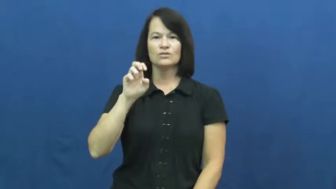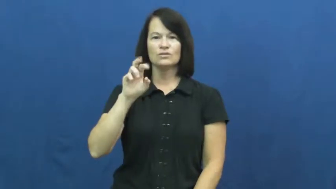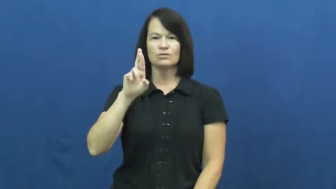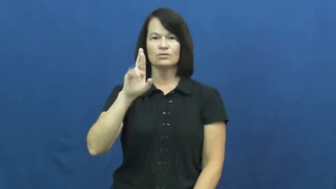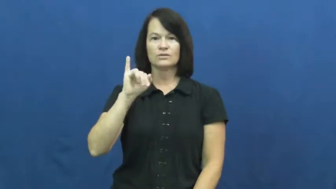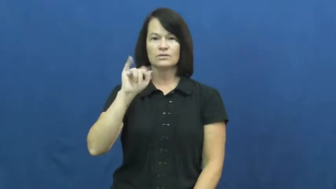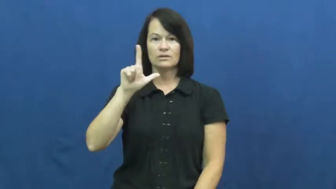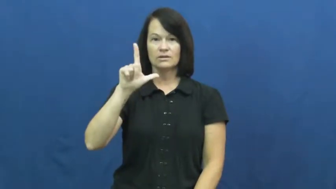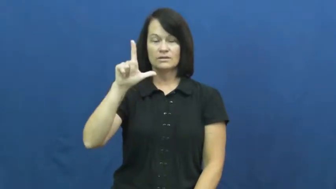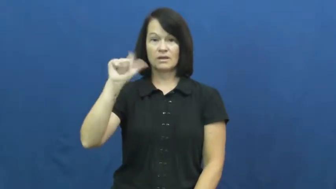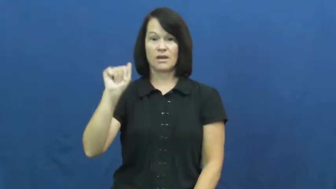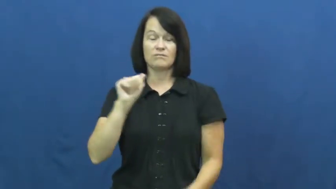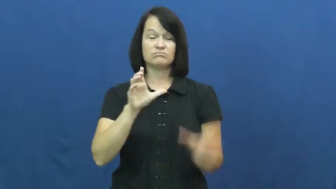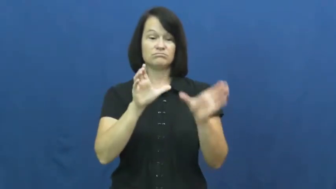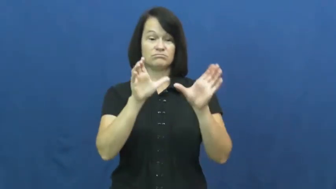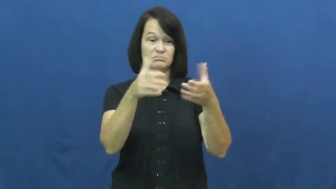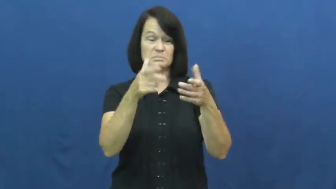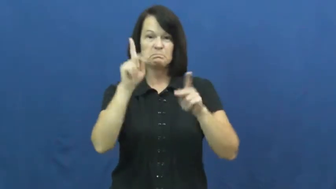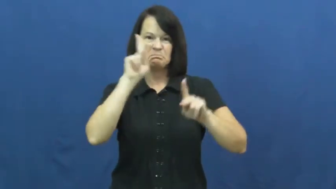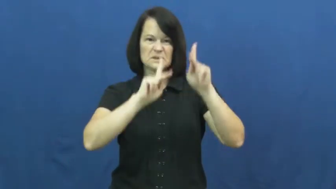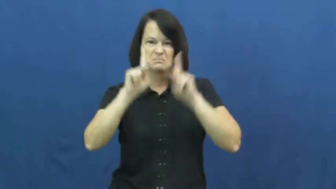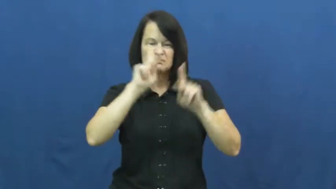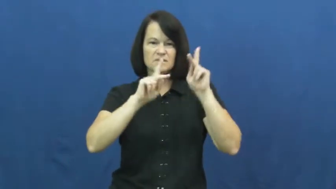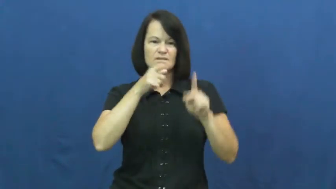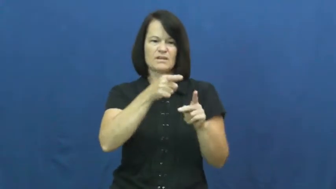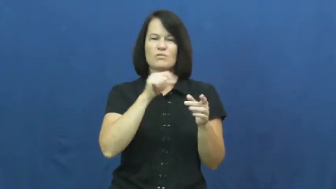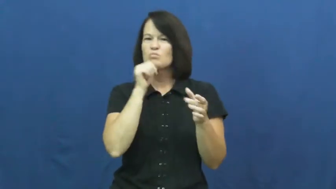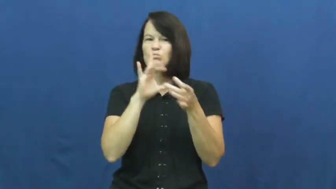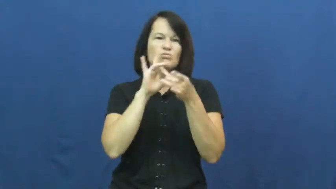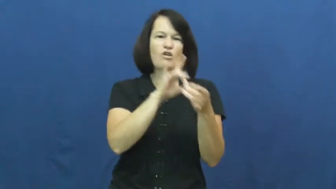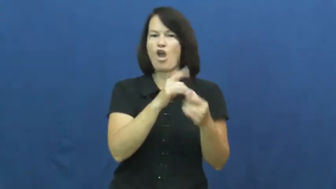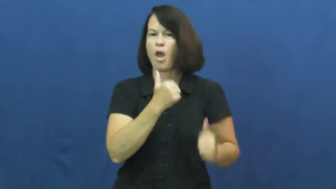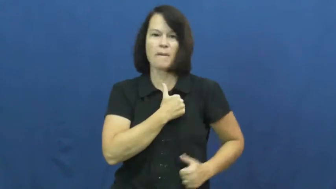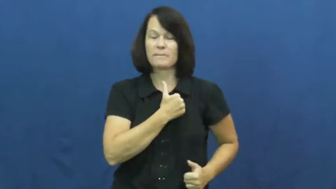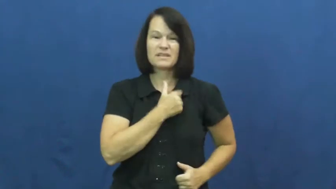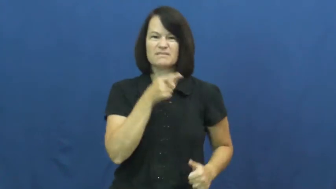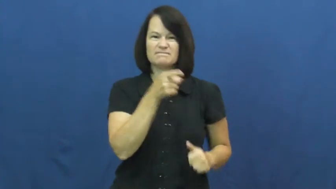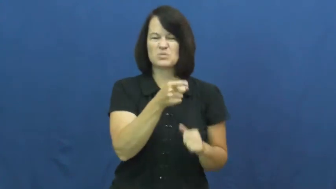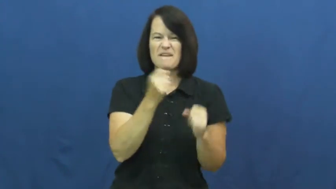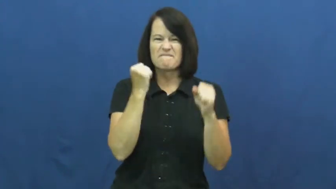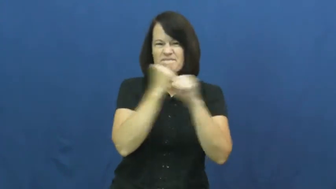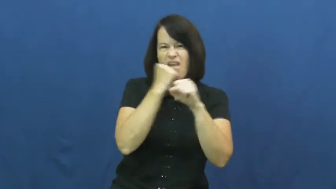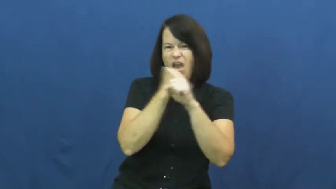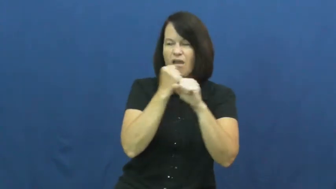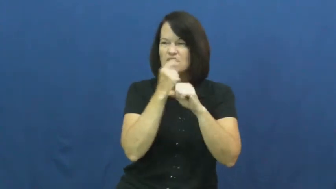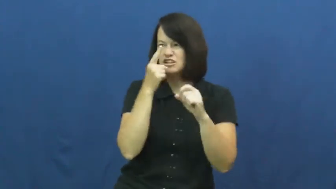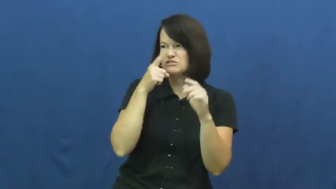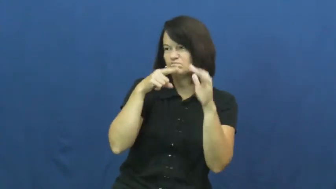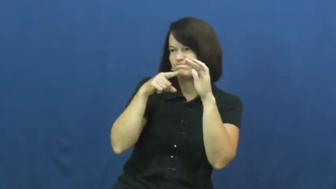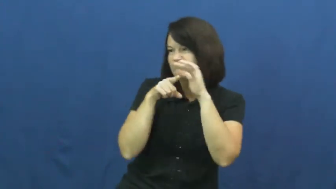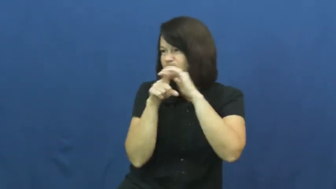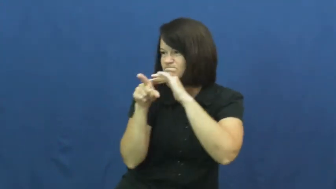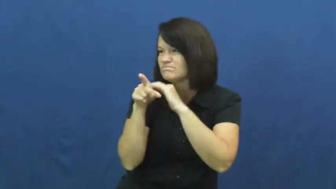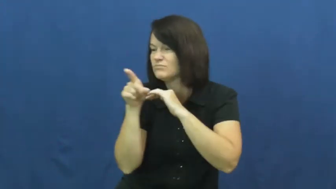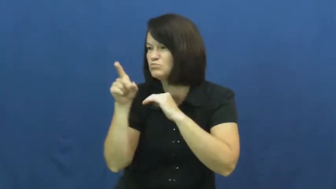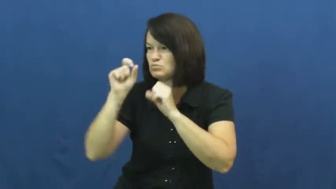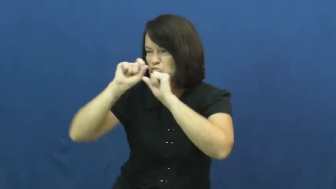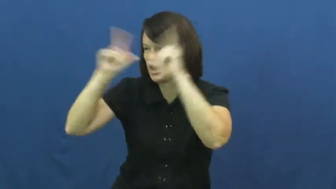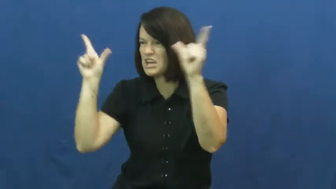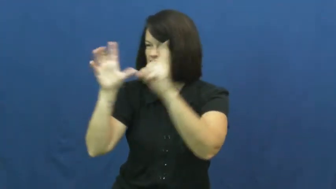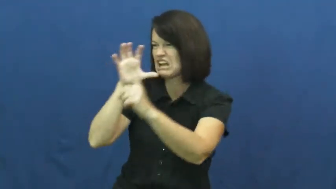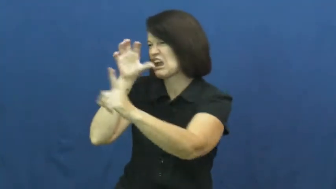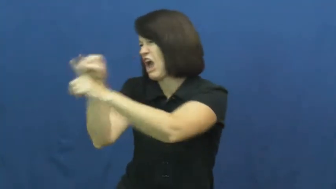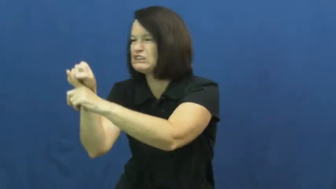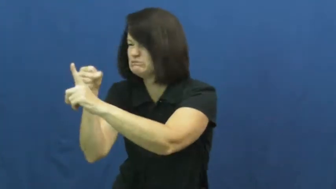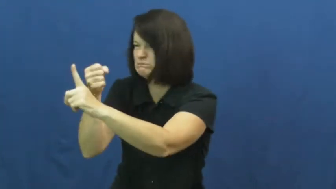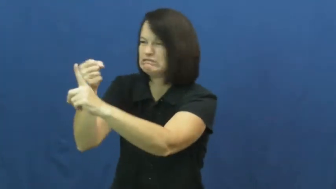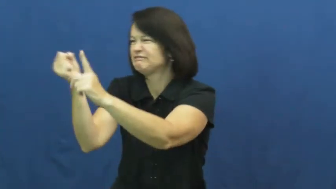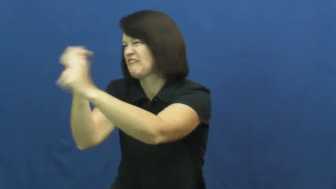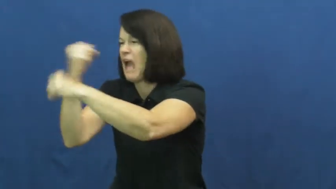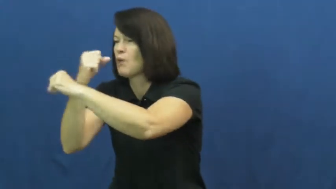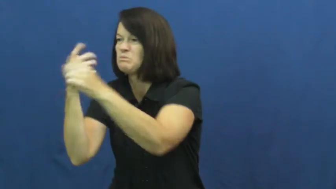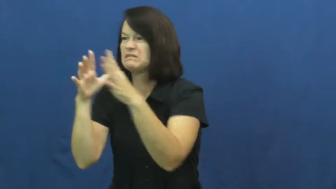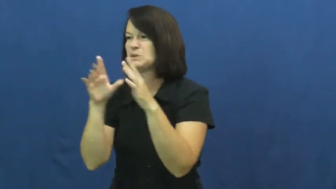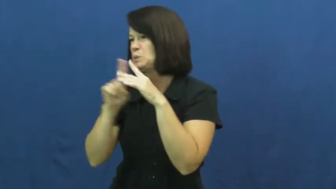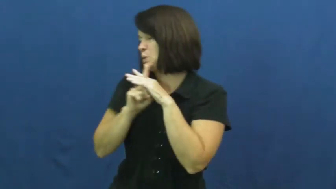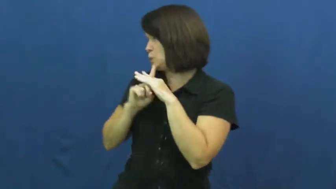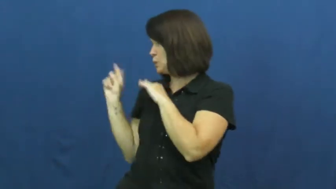guerilla